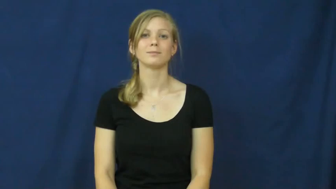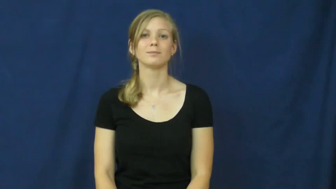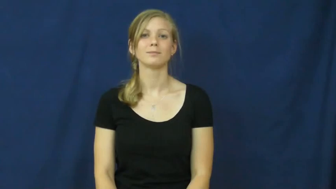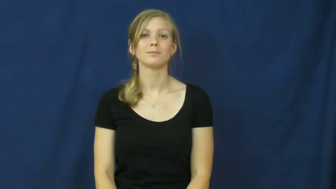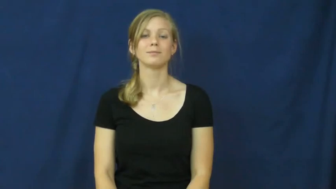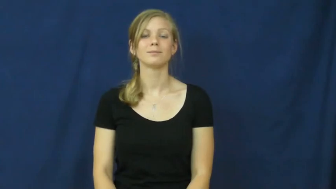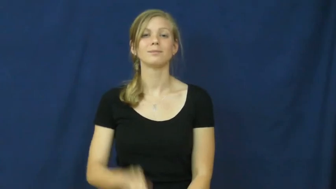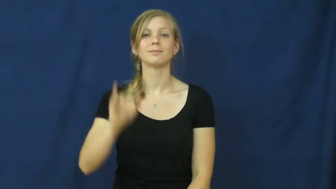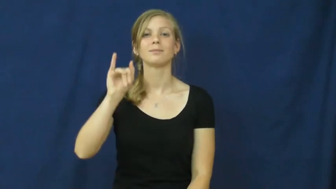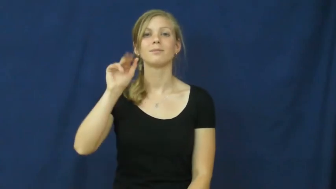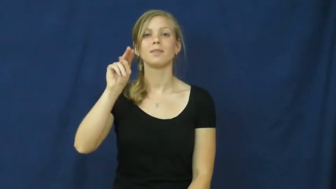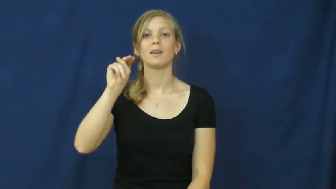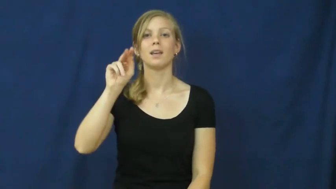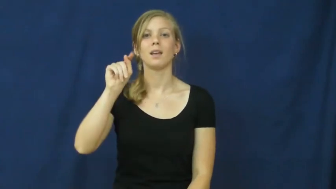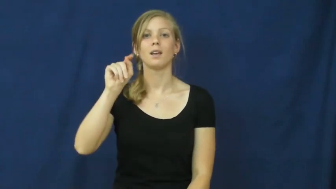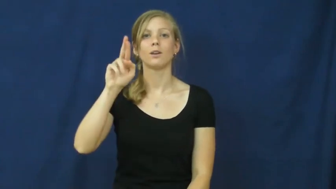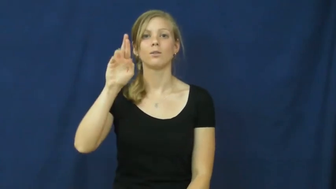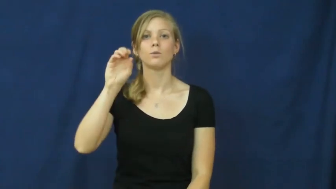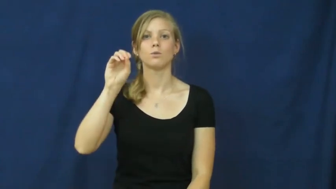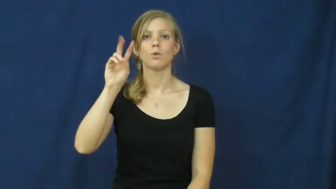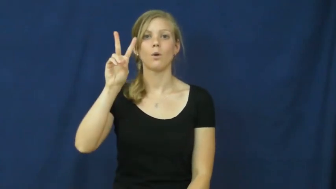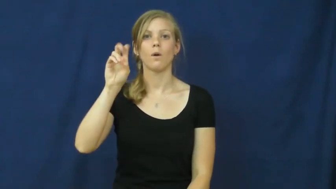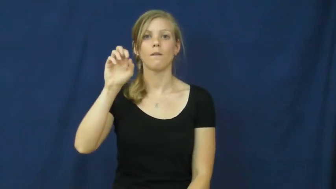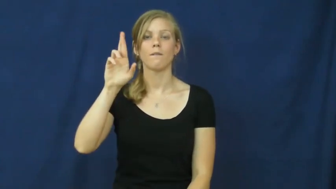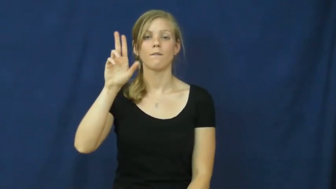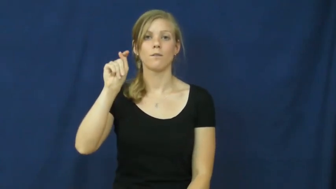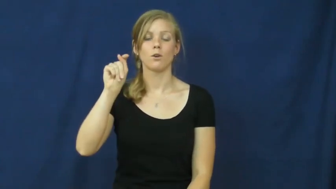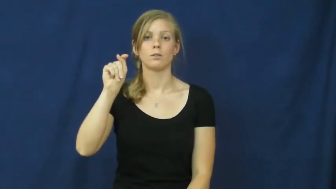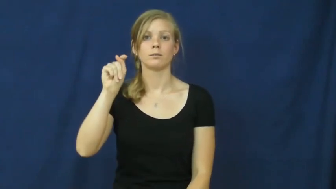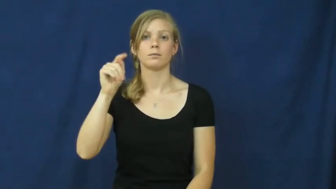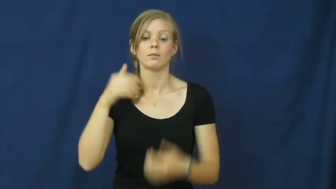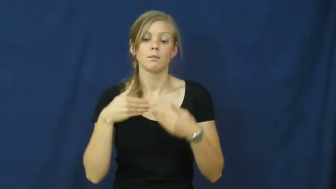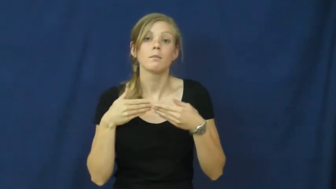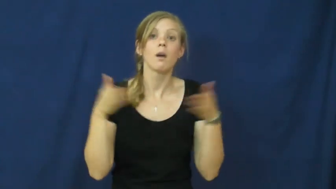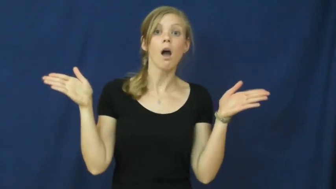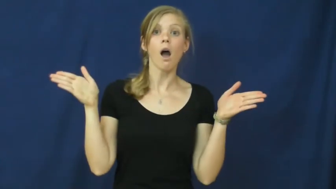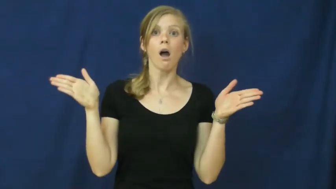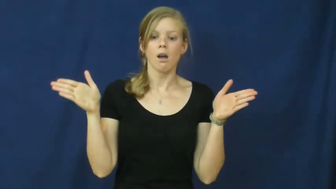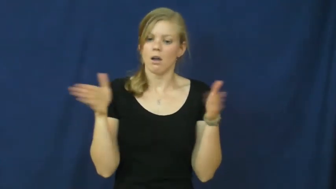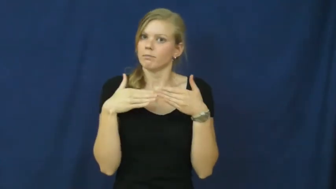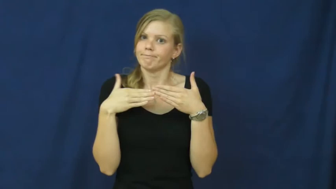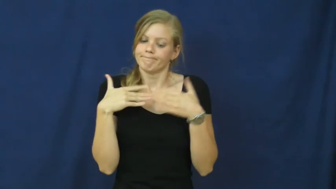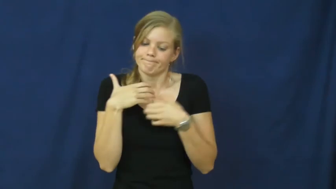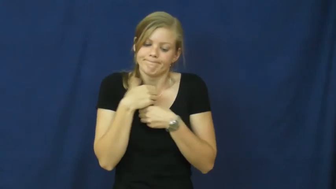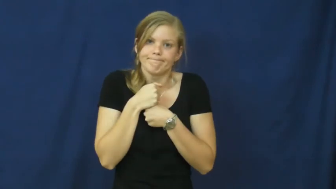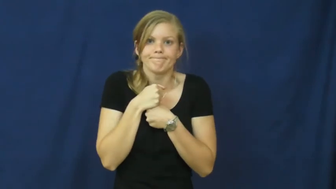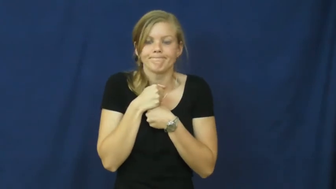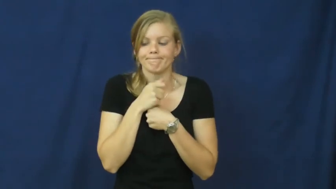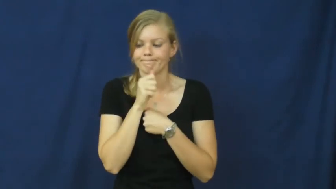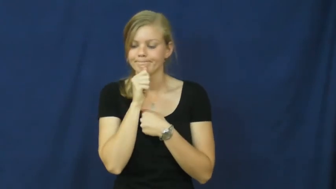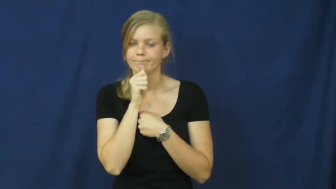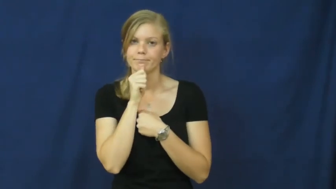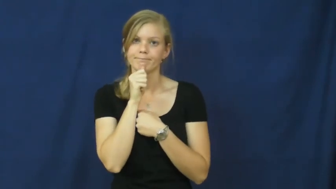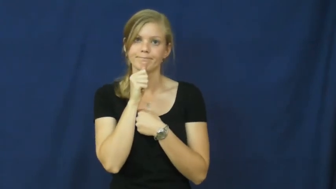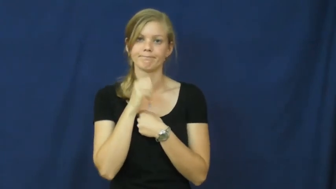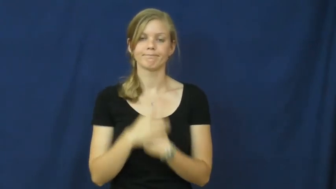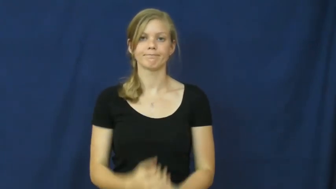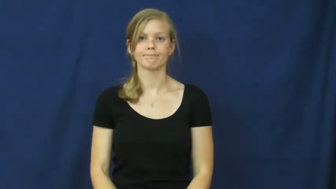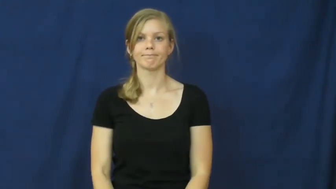introvert